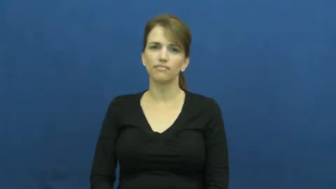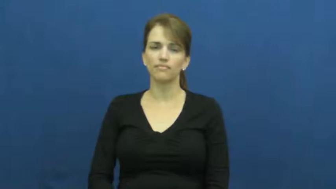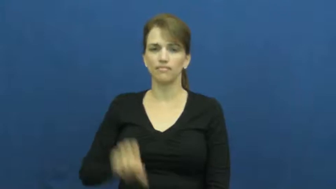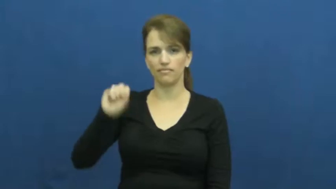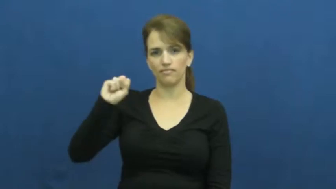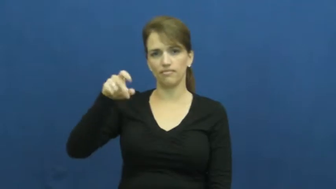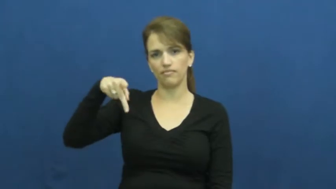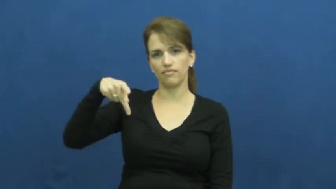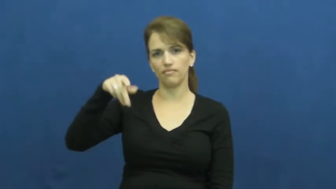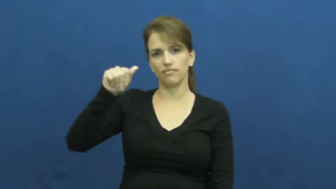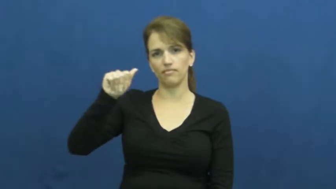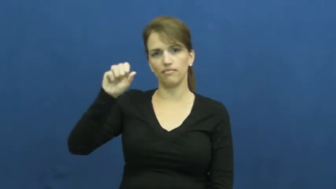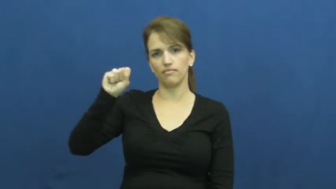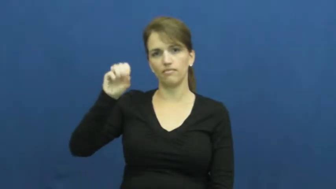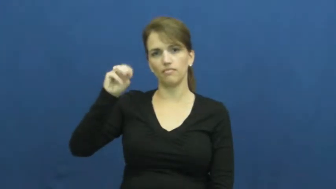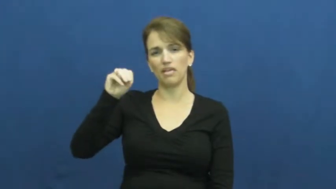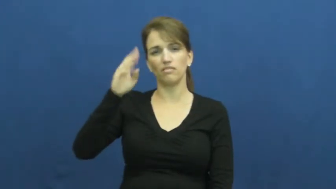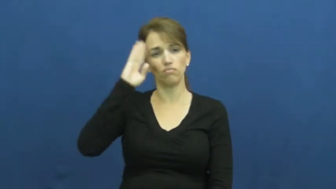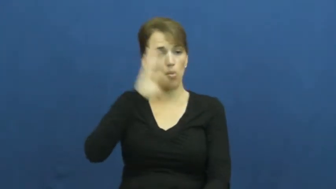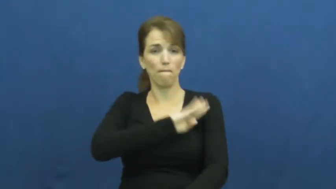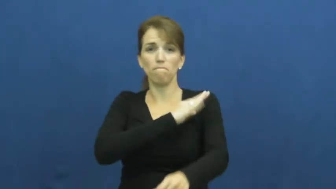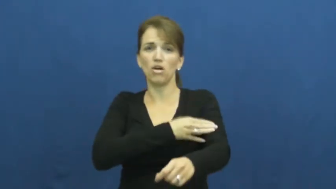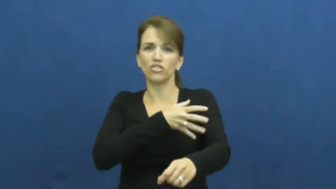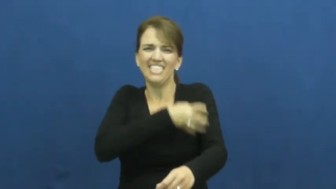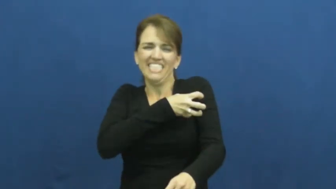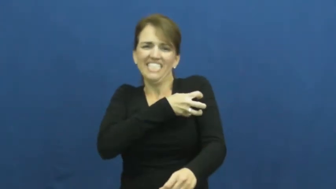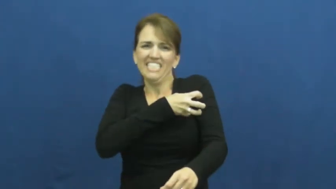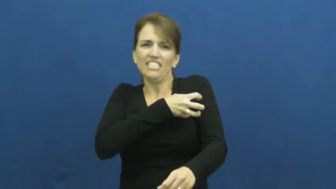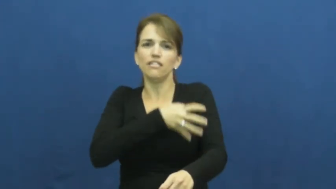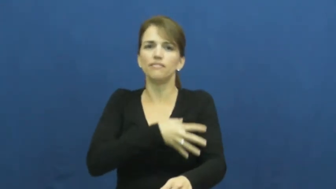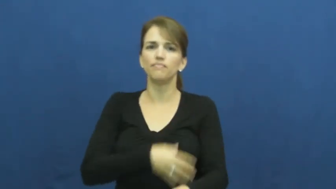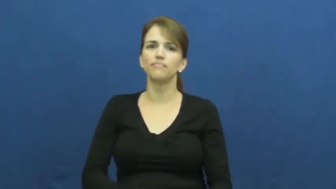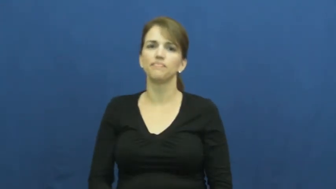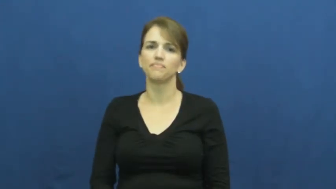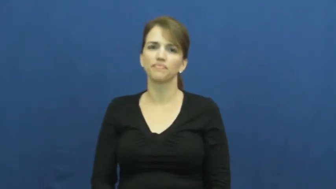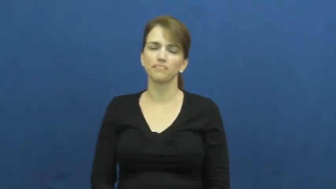spasm